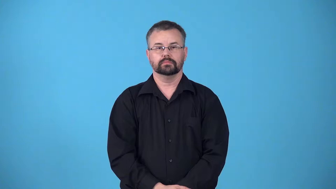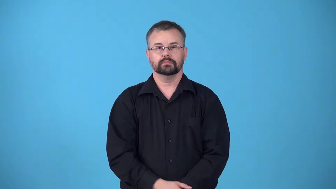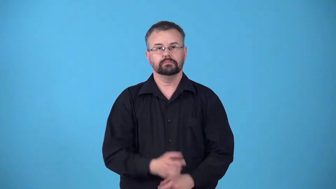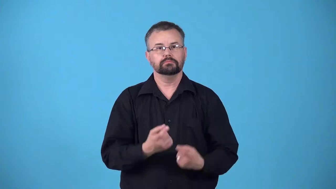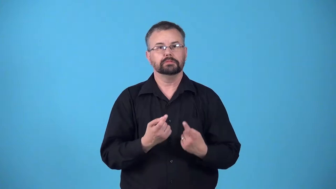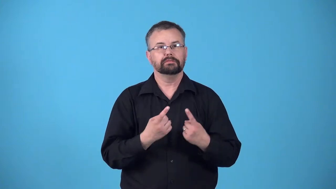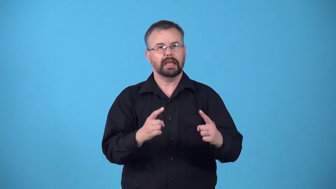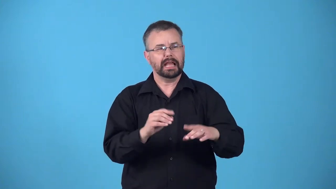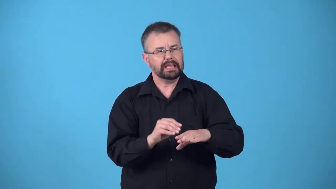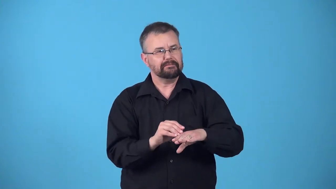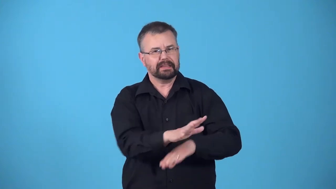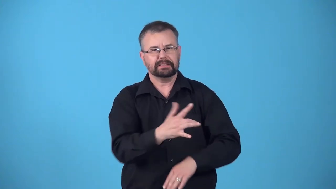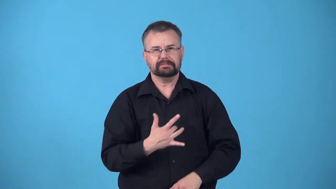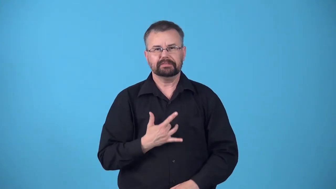reach,break through-to persons feelings